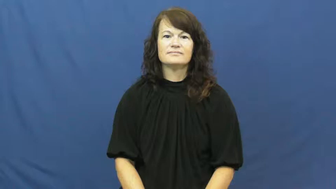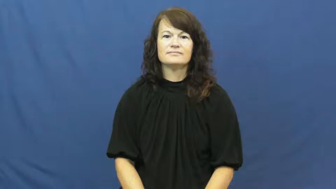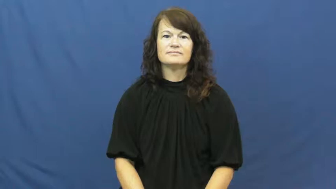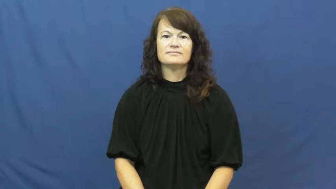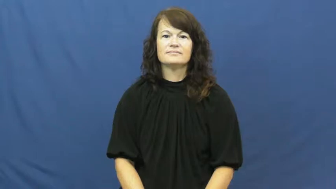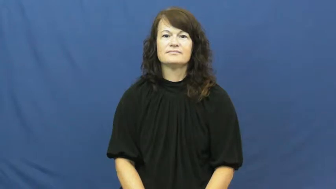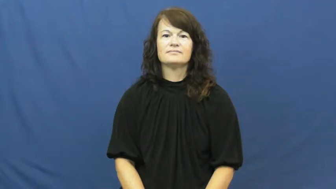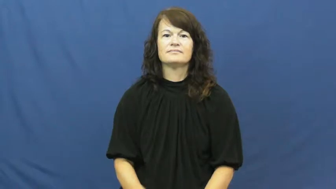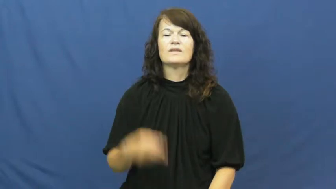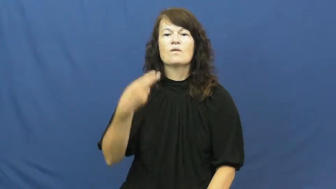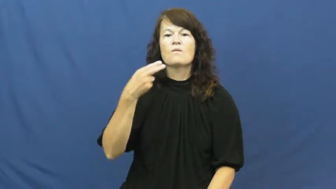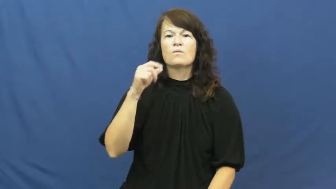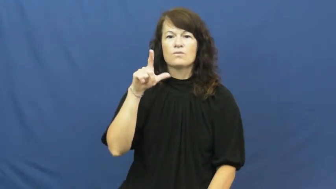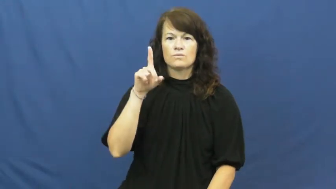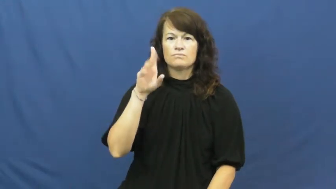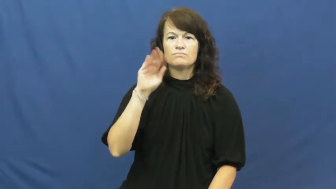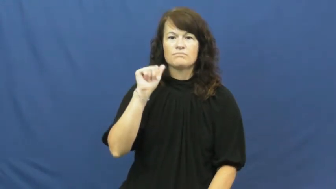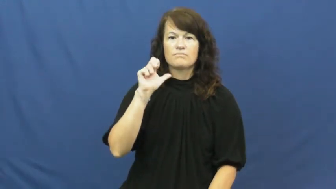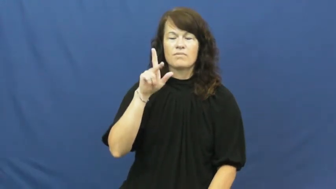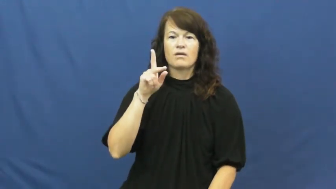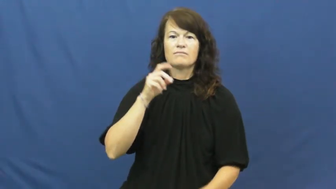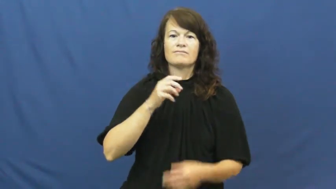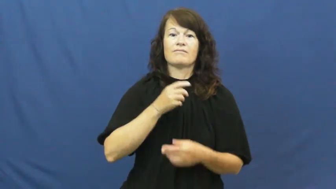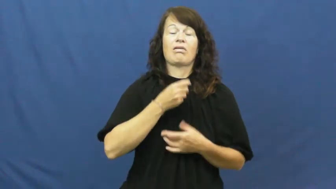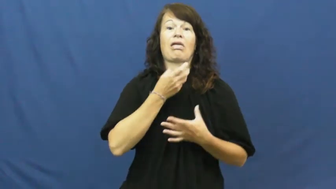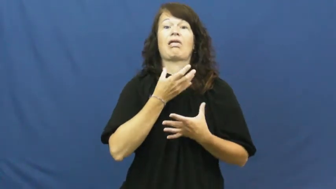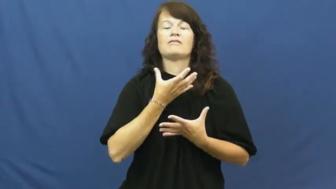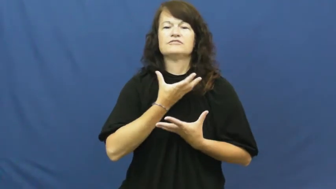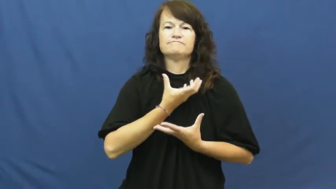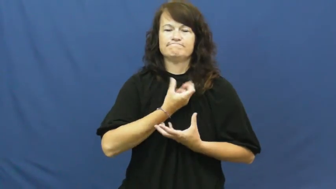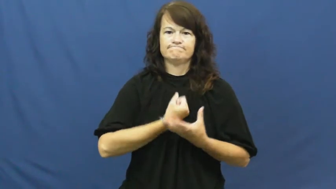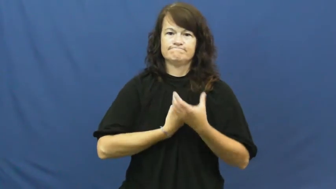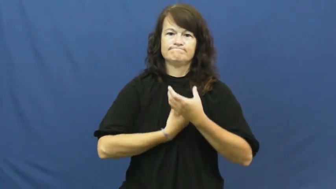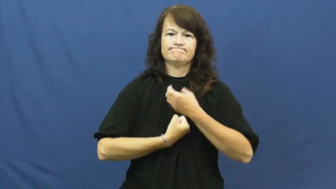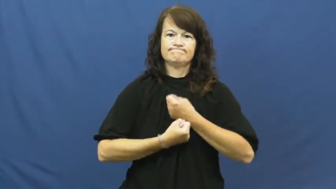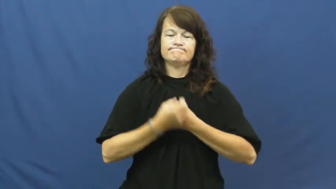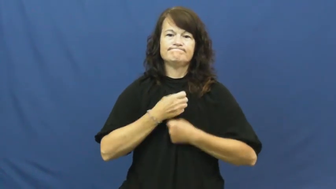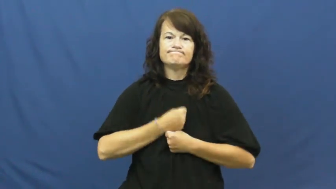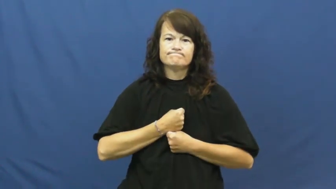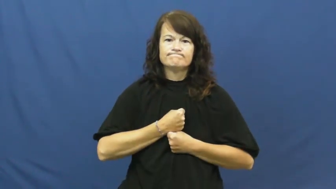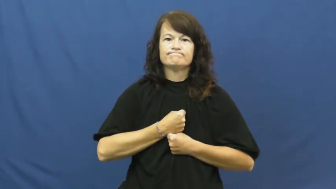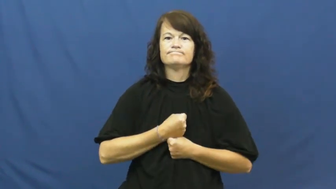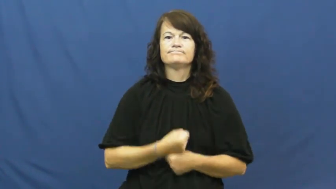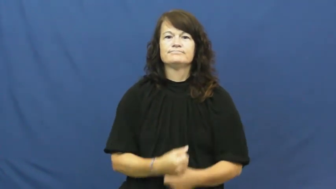hold back-emotion